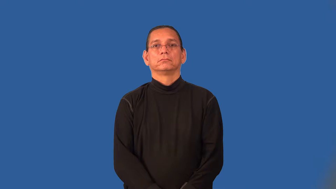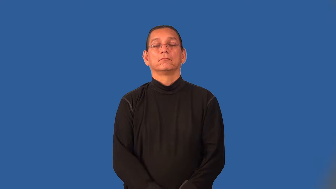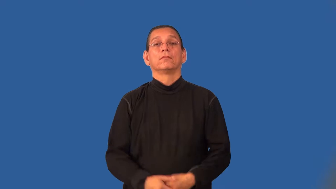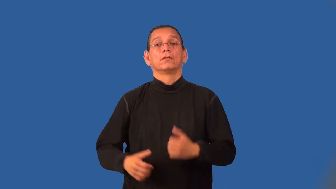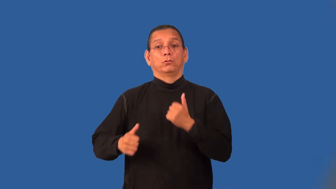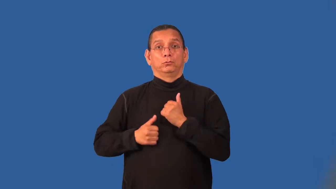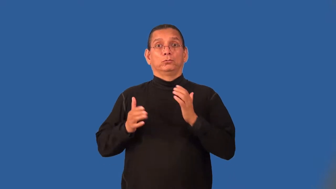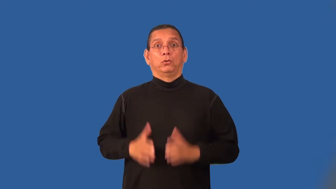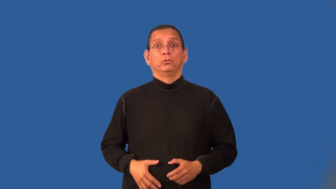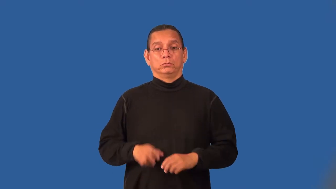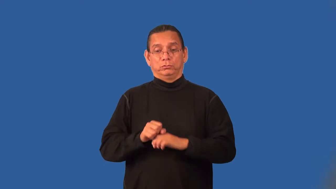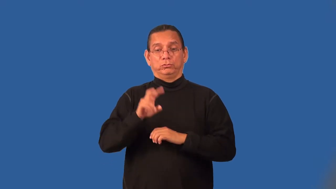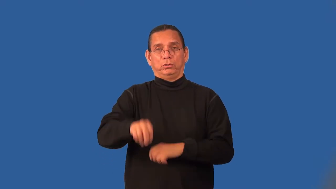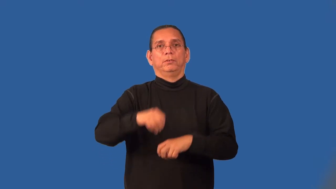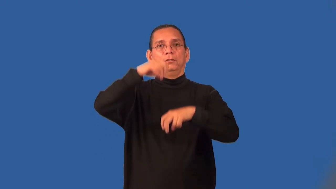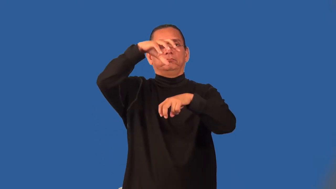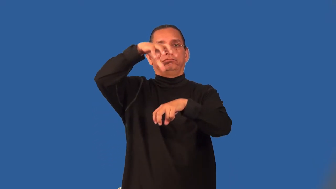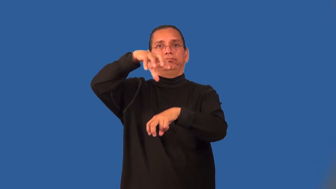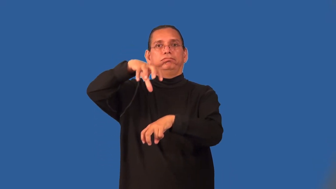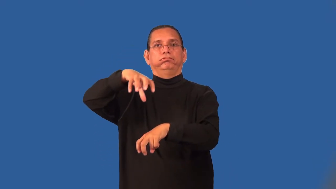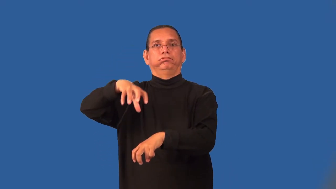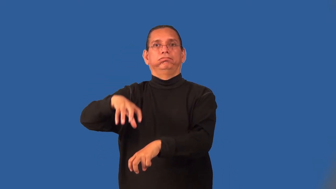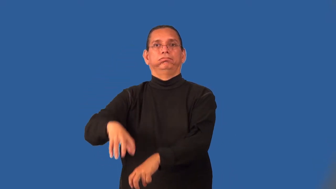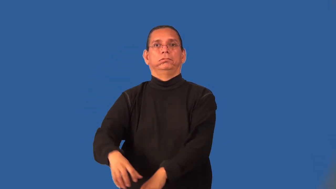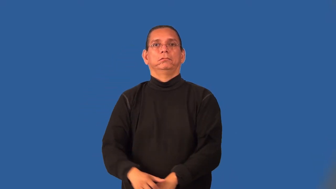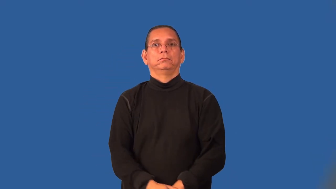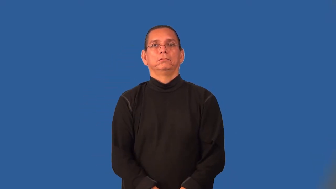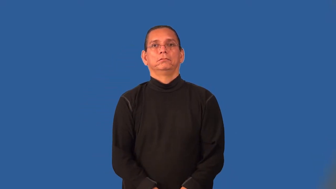paratrooper